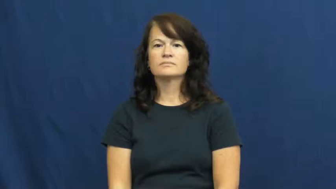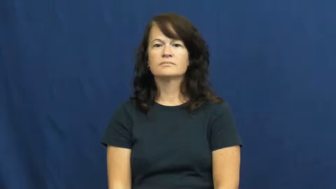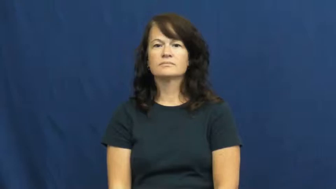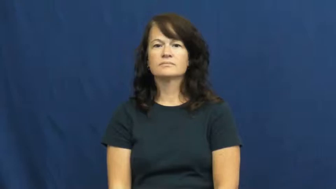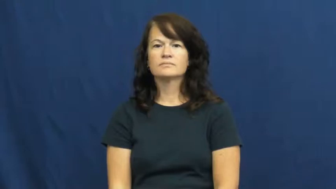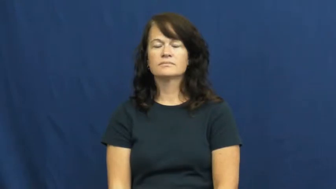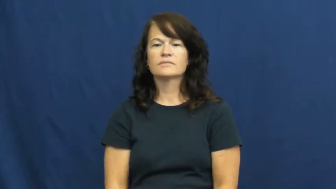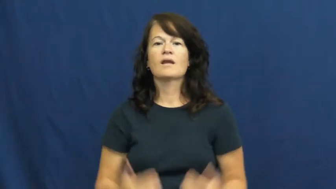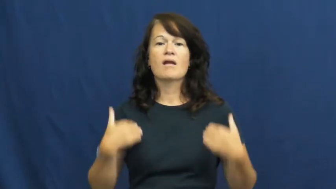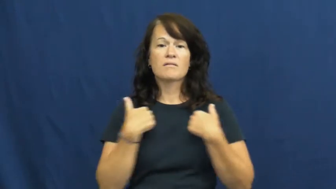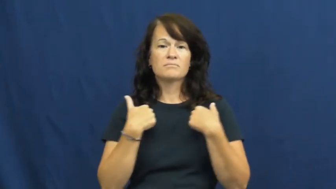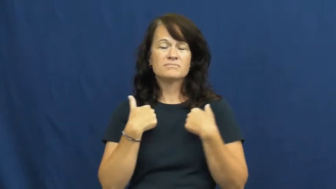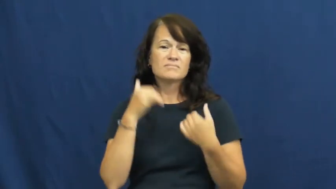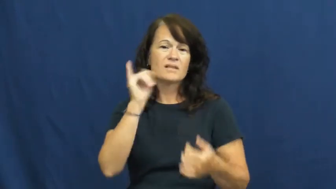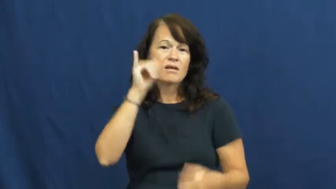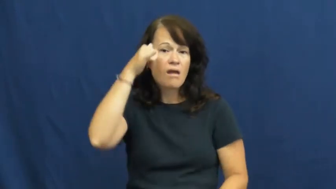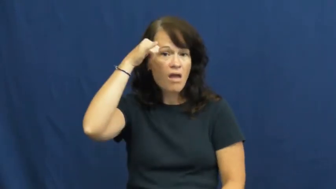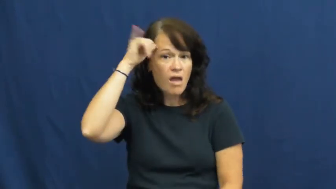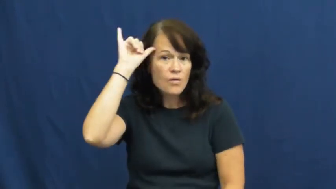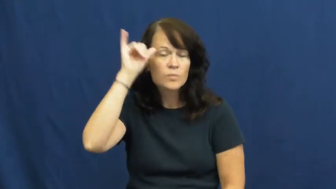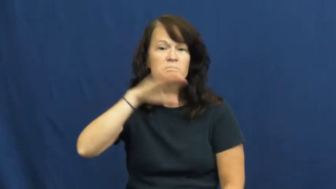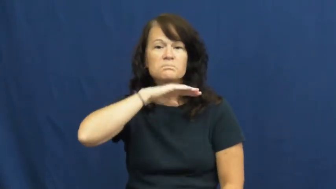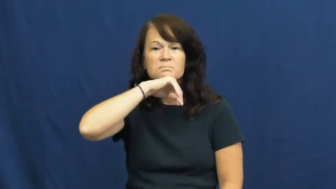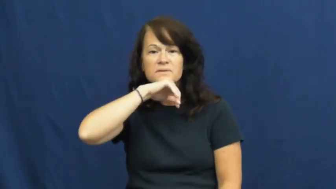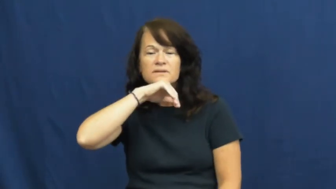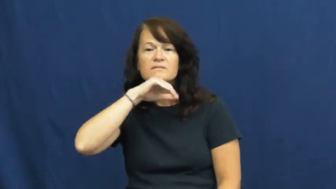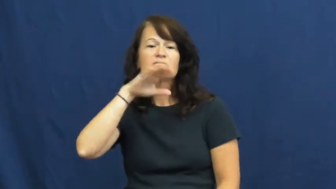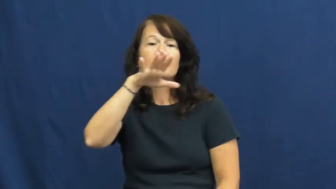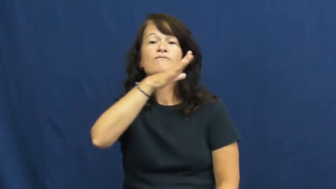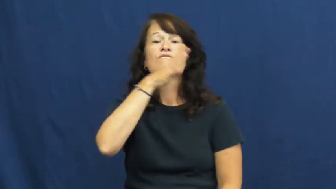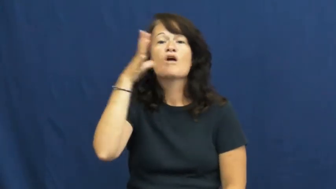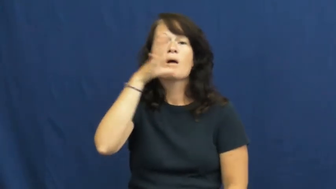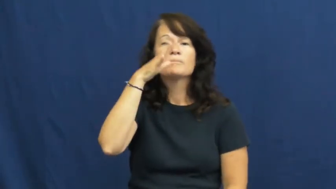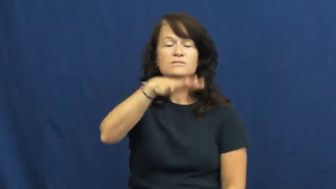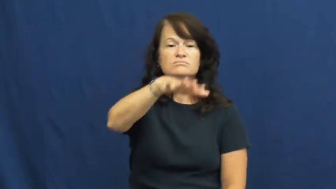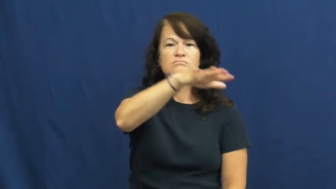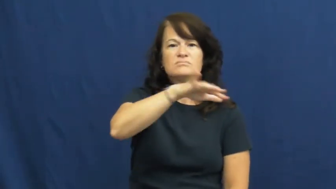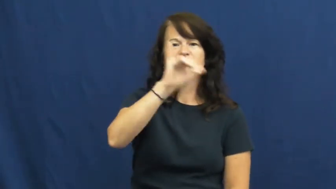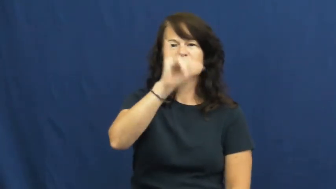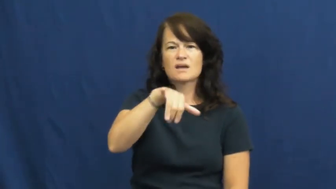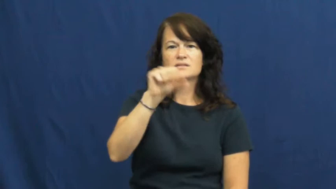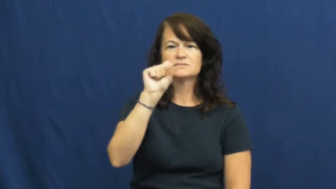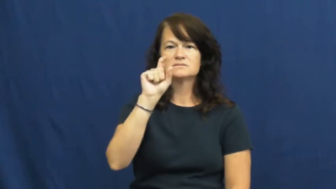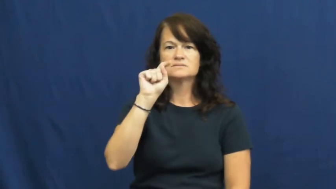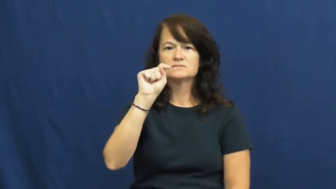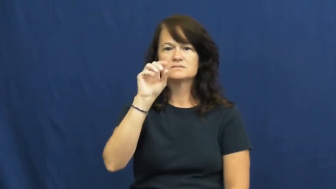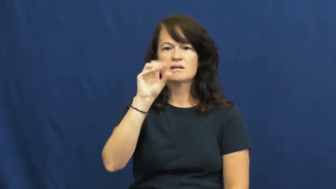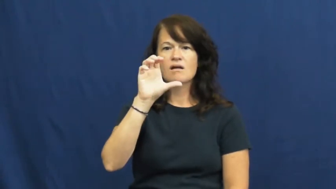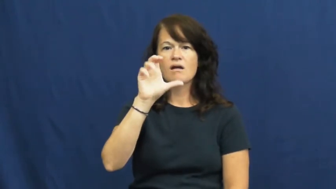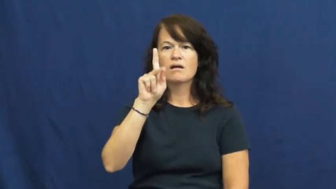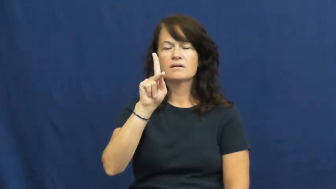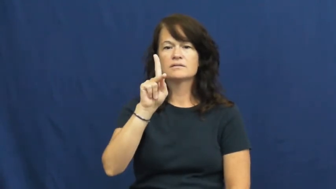stock-livestock